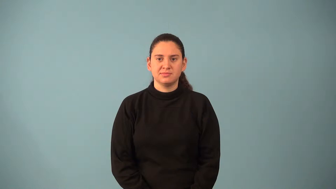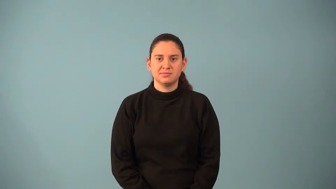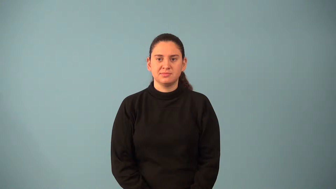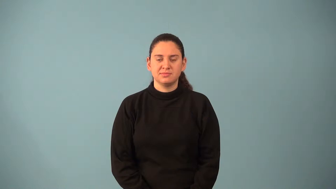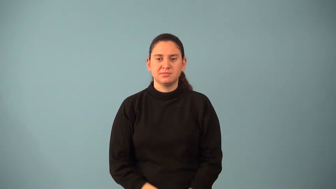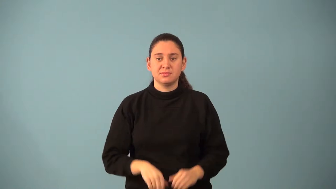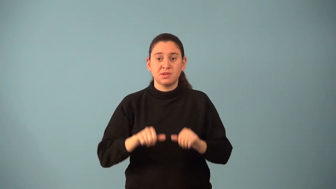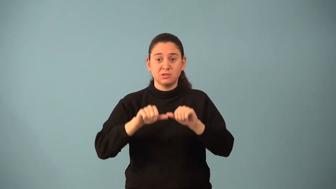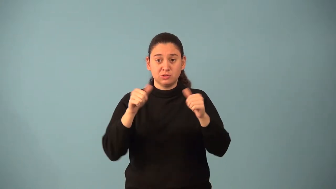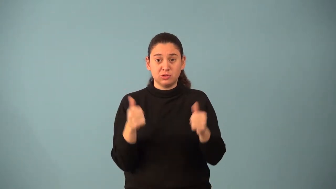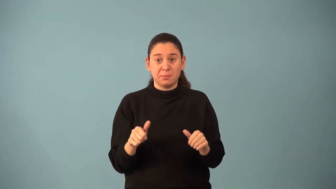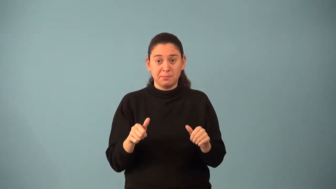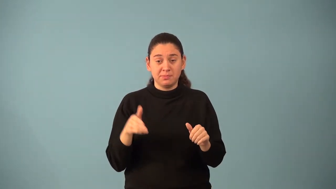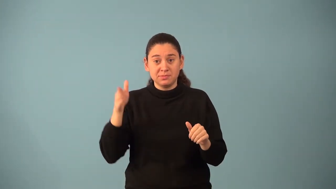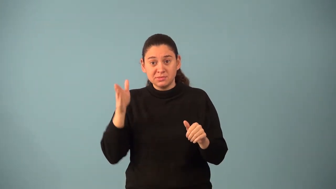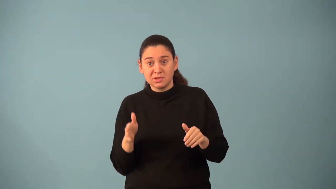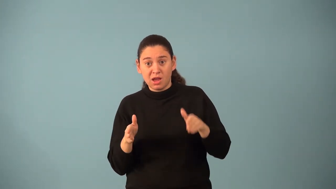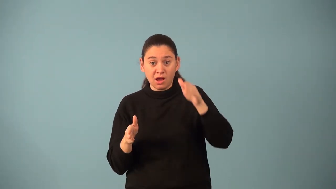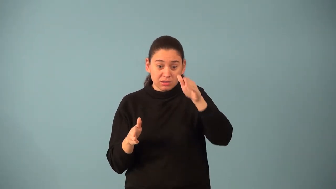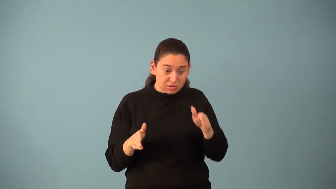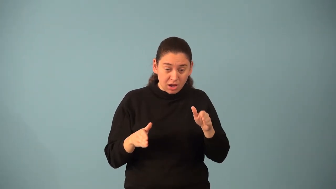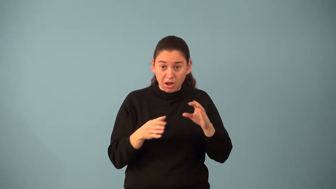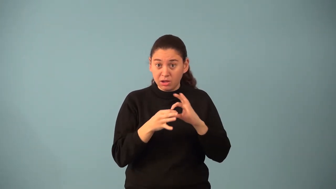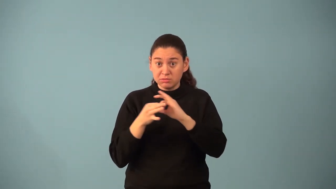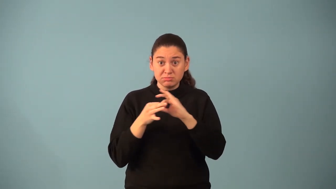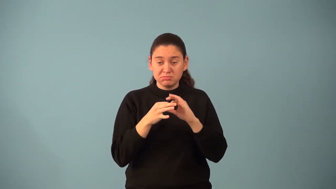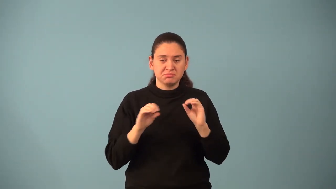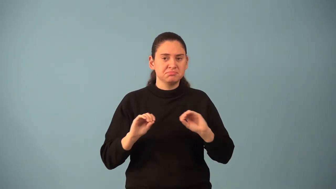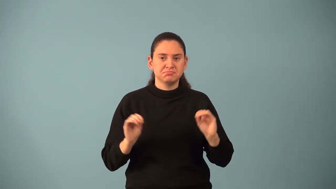nonconsecutive sides